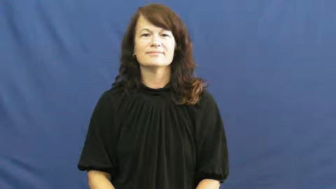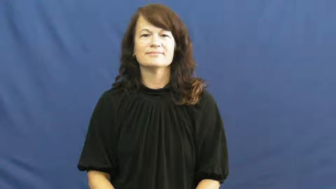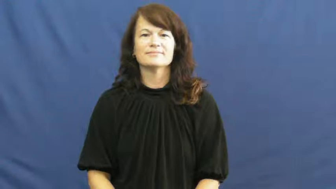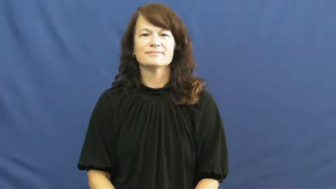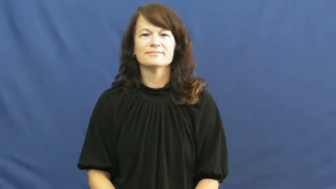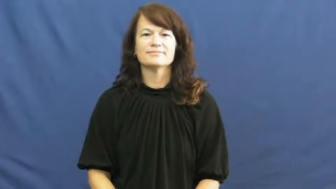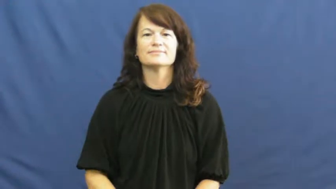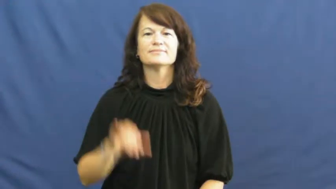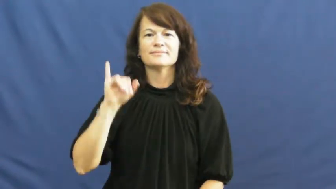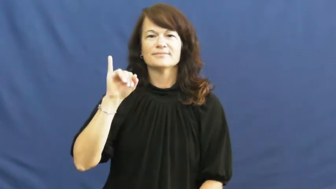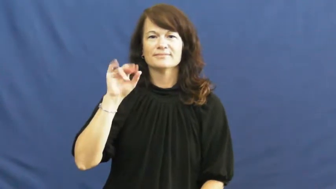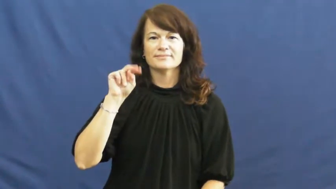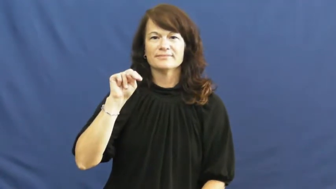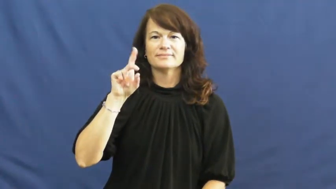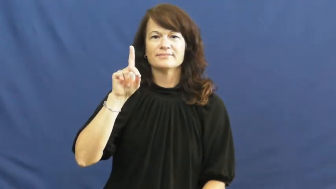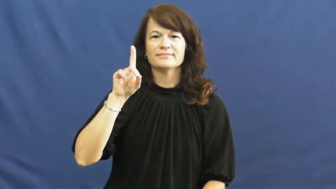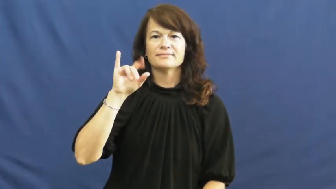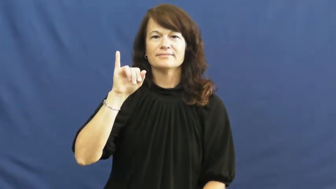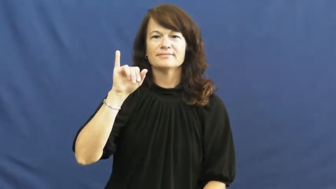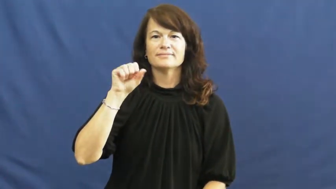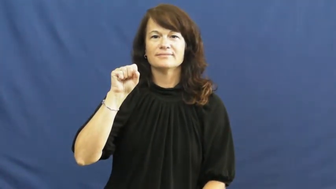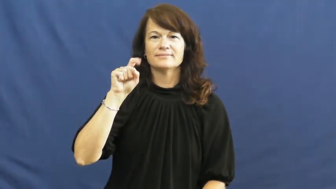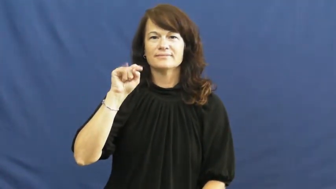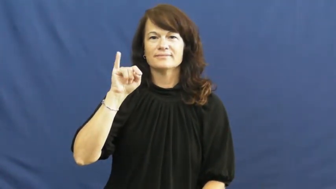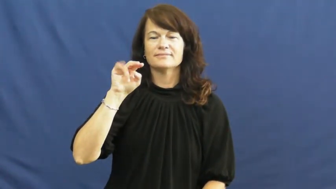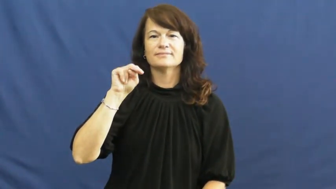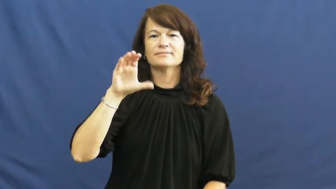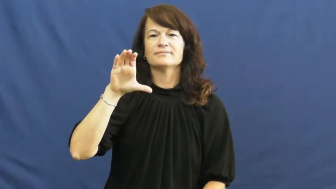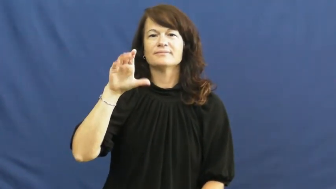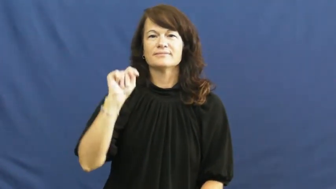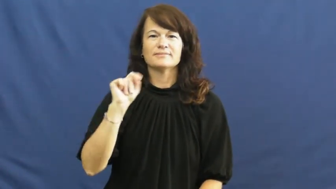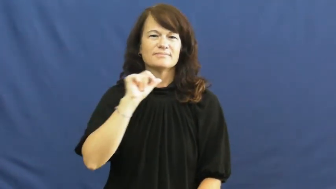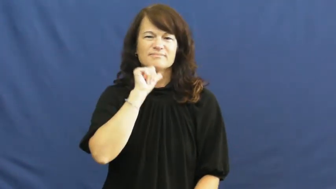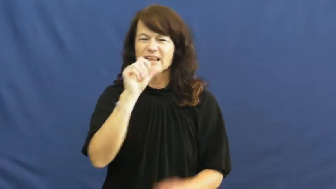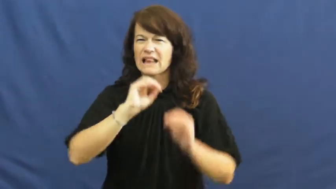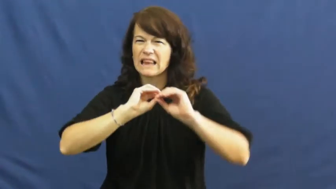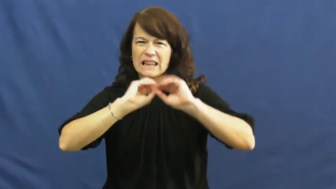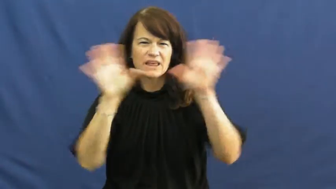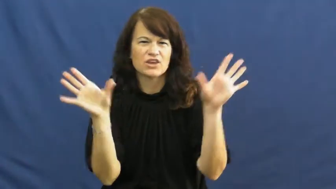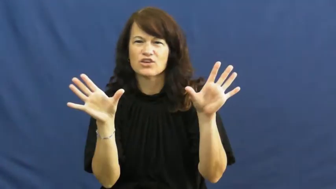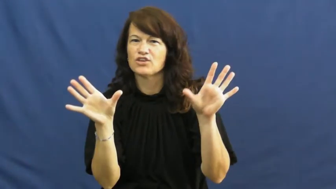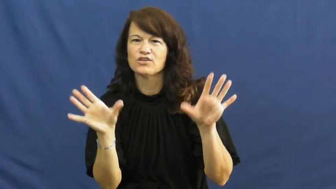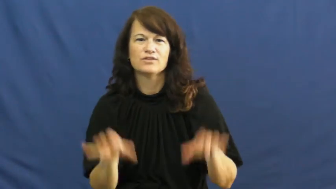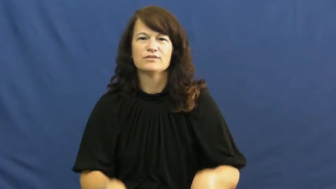indistinct